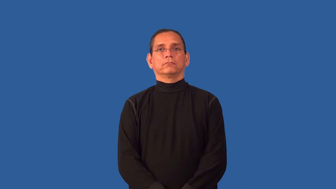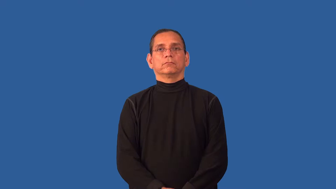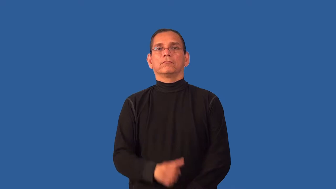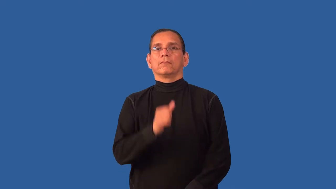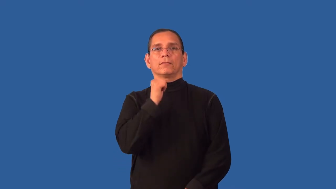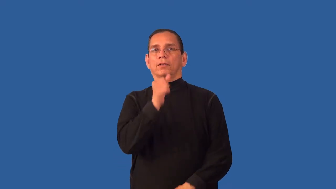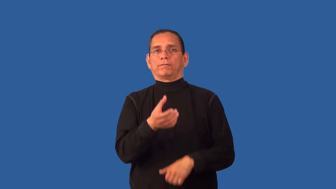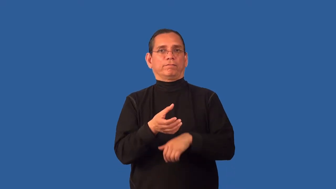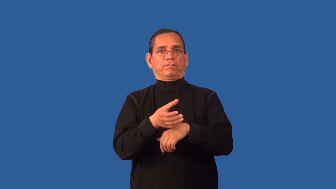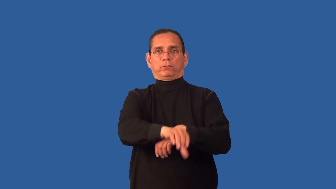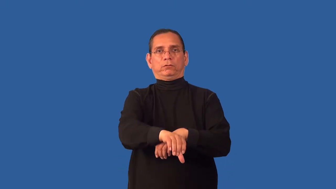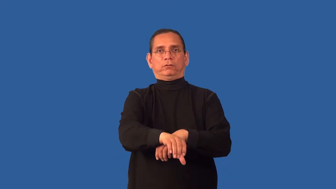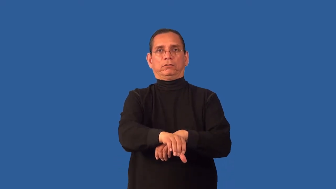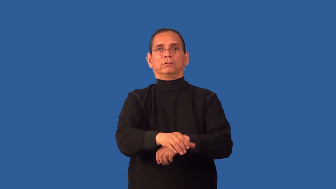unstrained